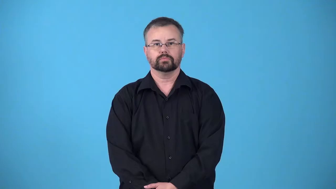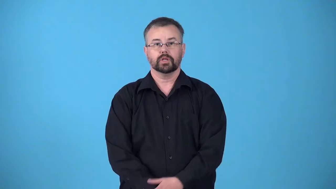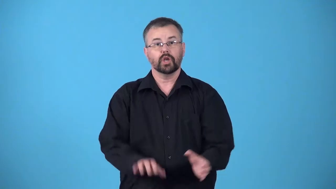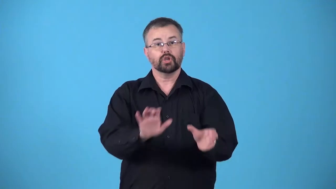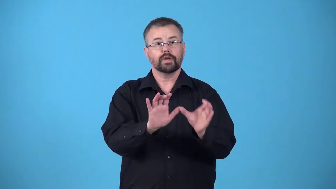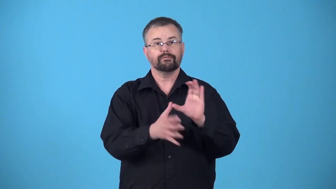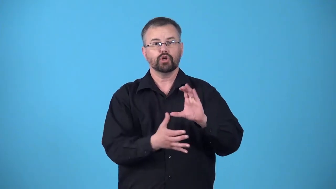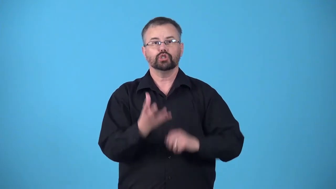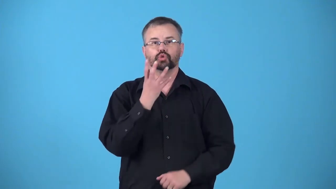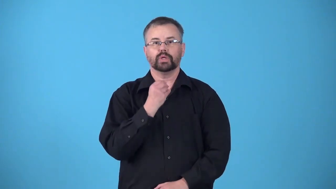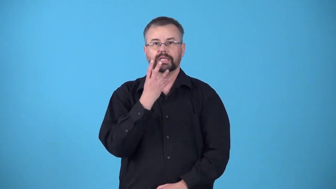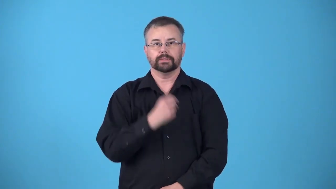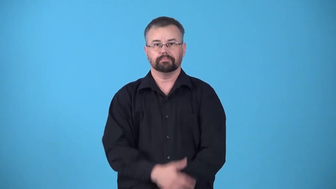judaize